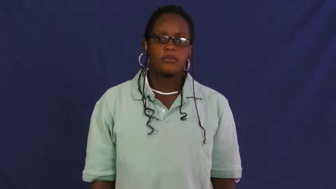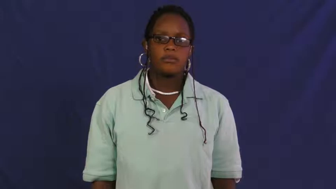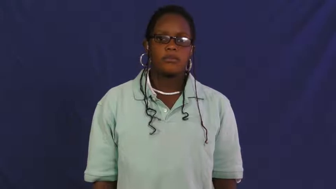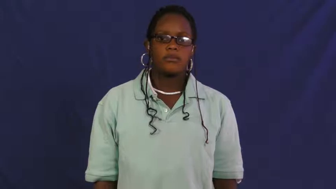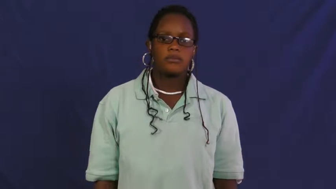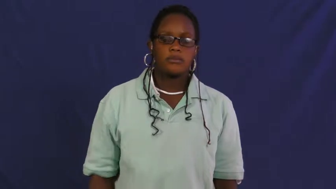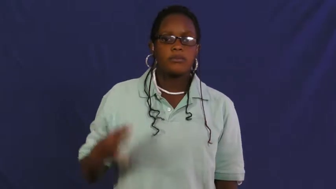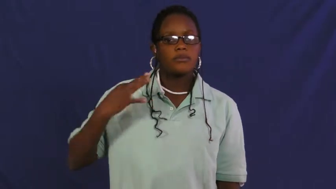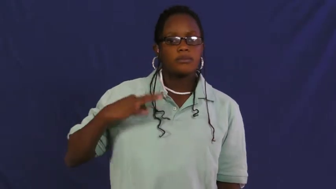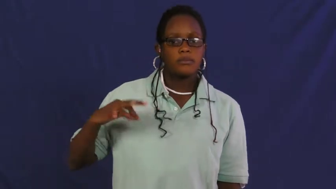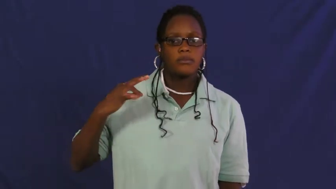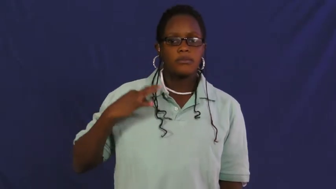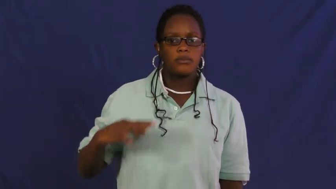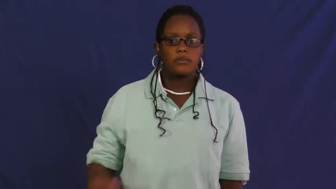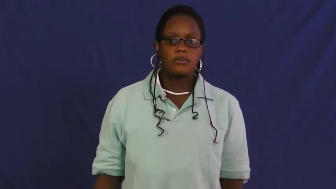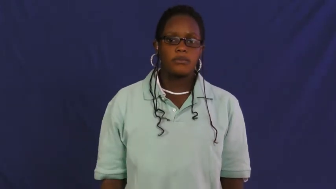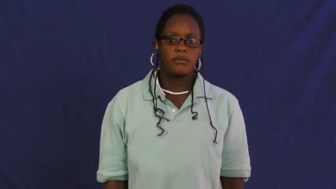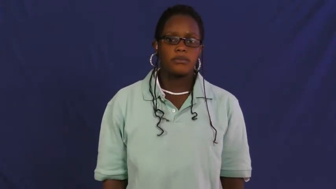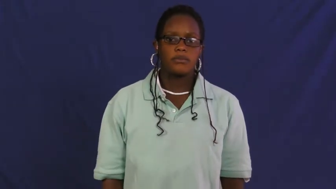pittsburgh